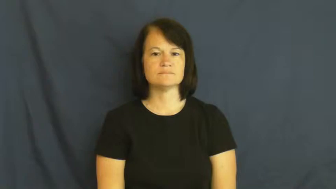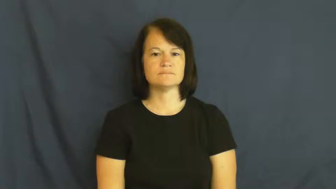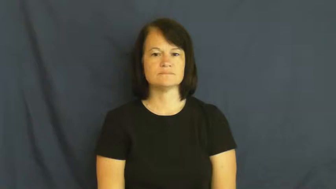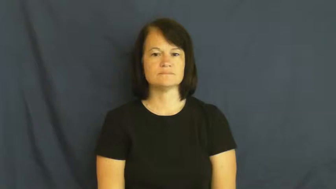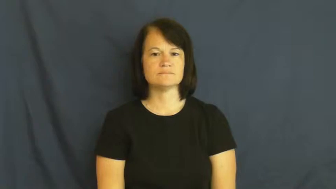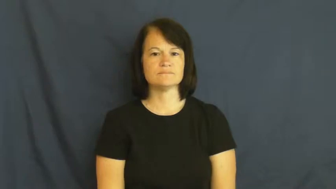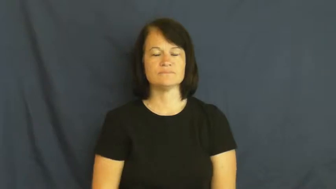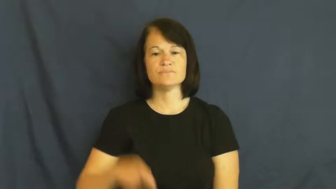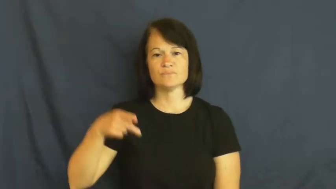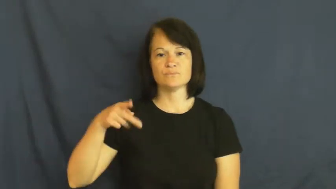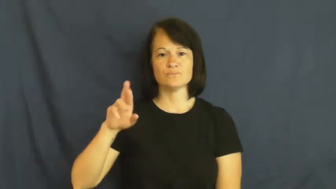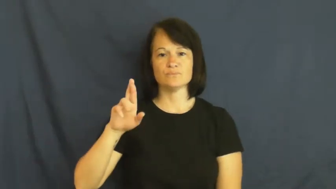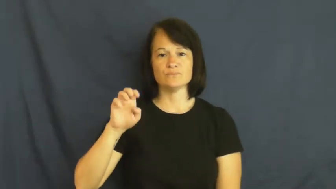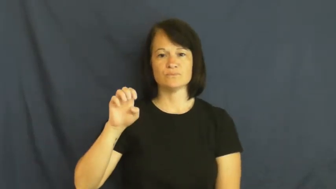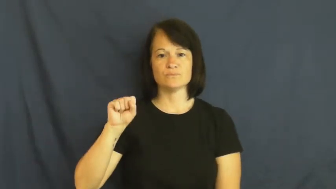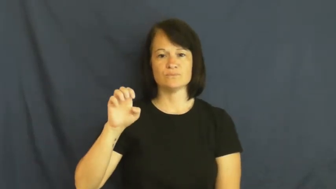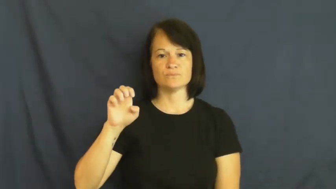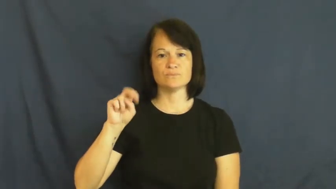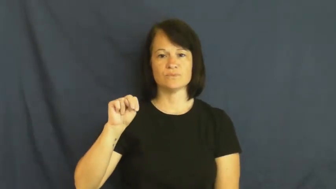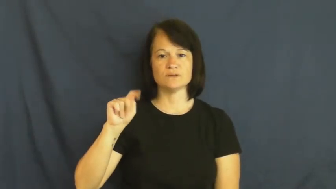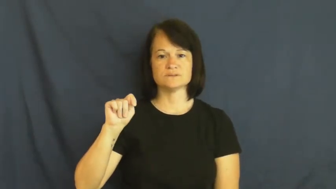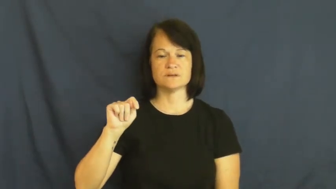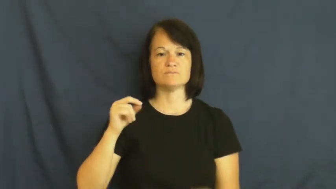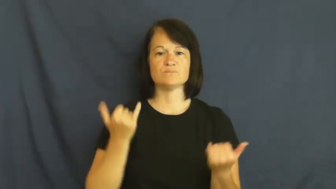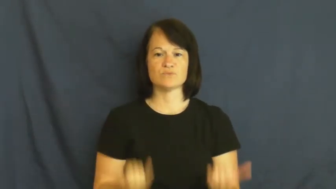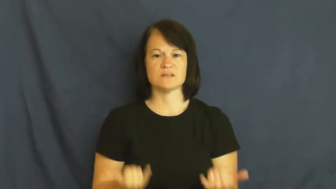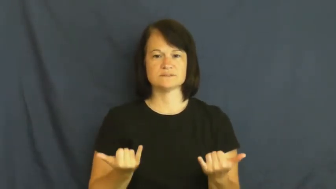present-now